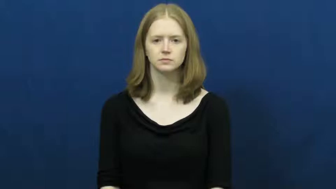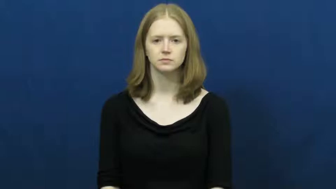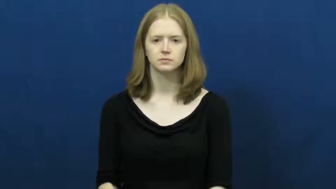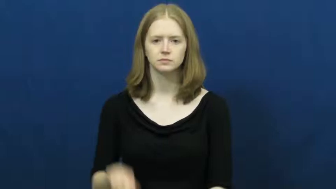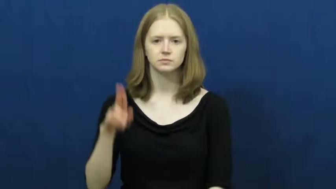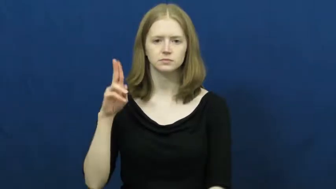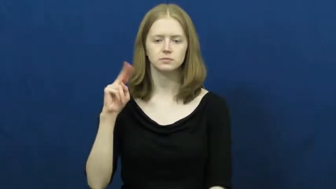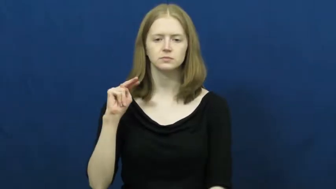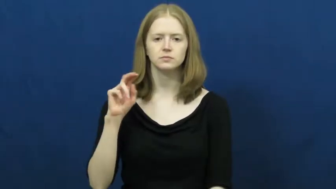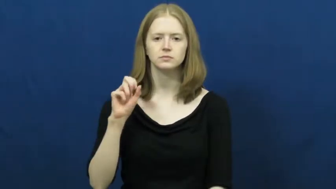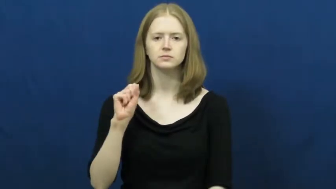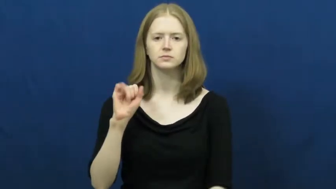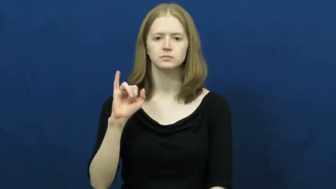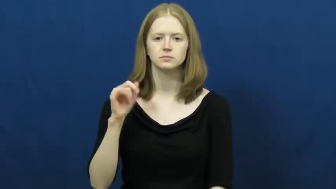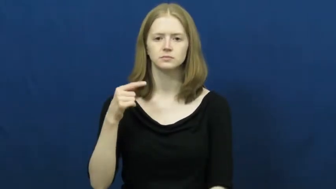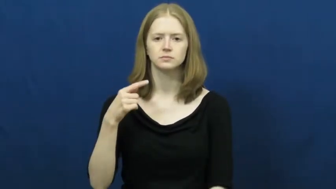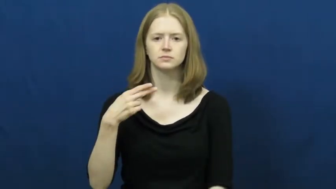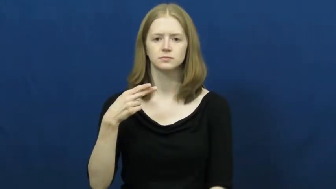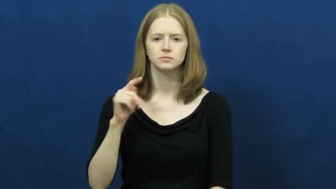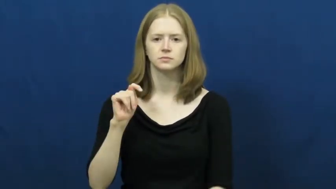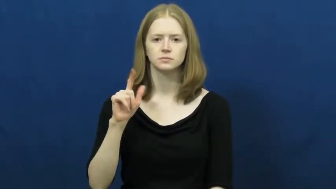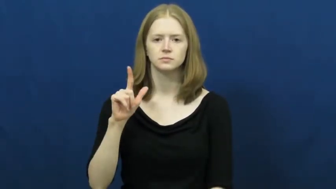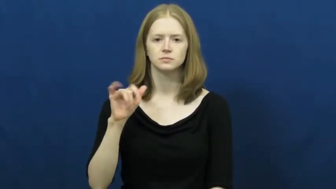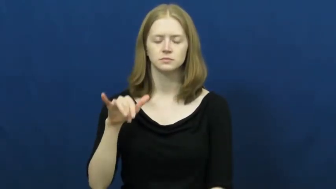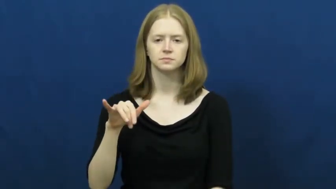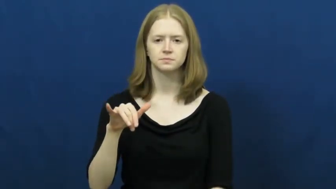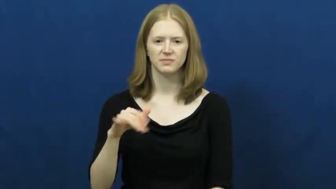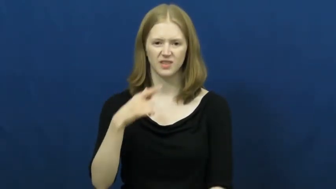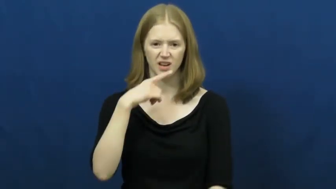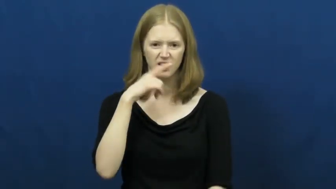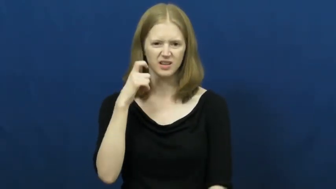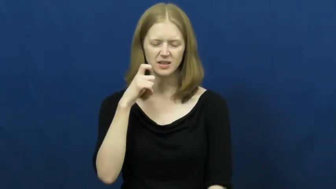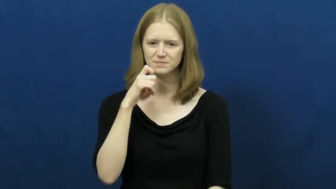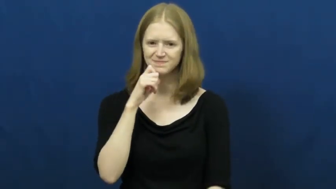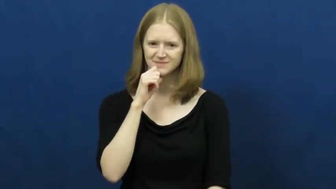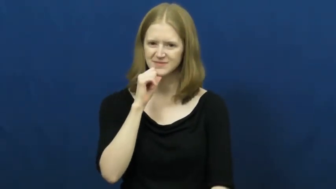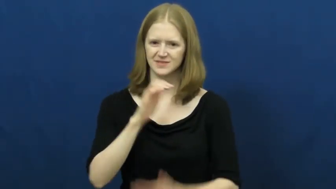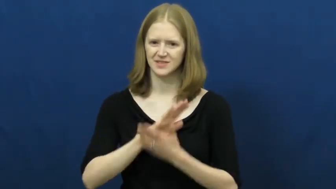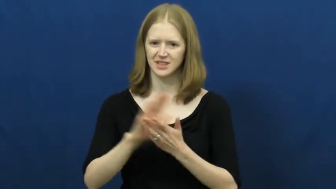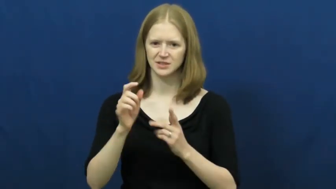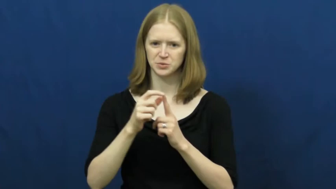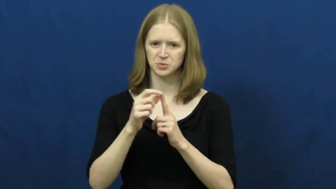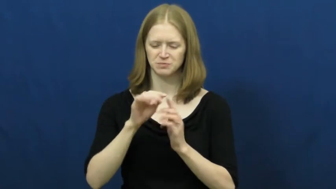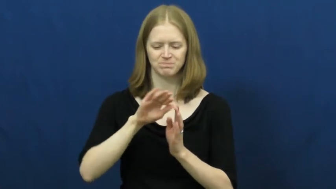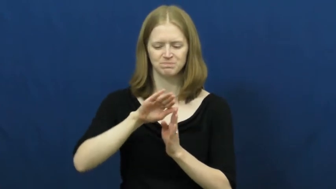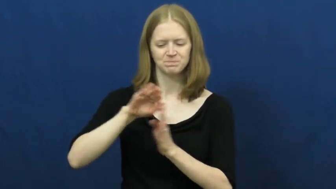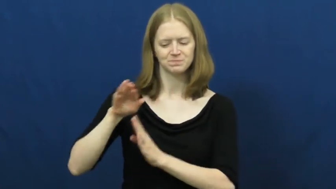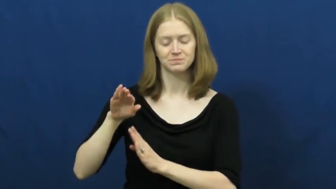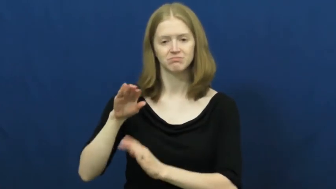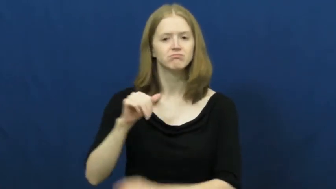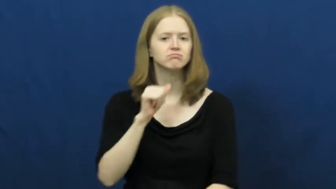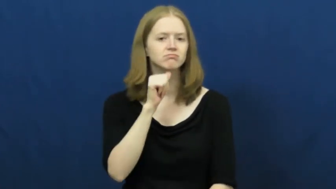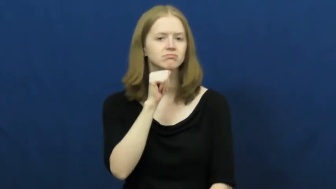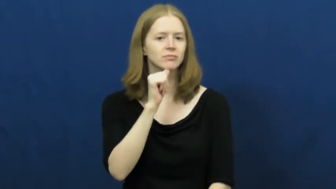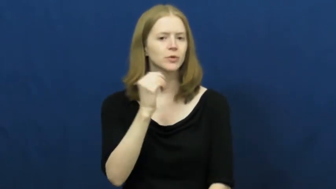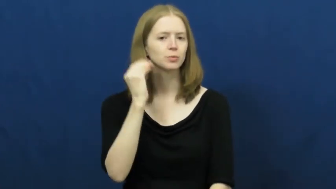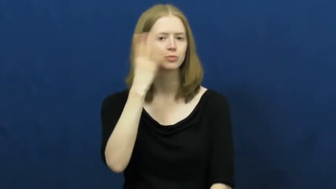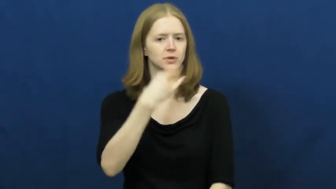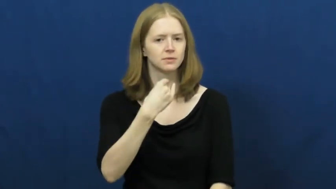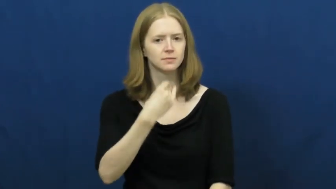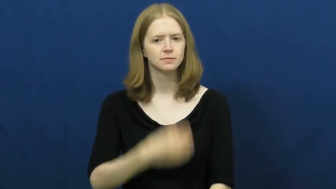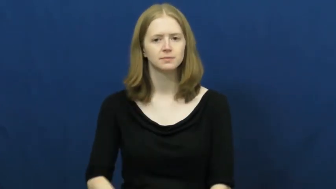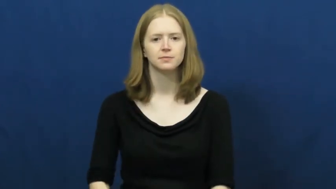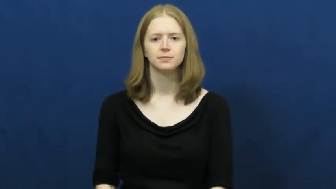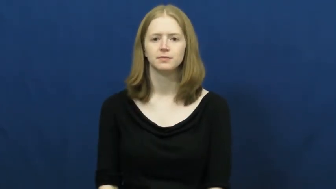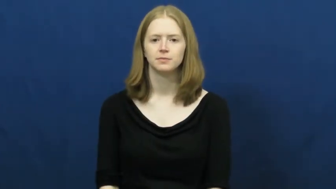unsightly